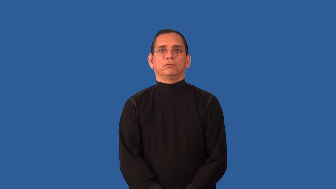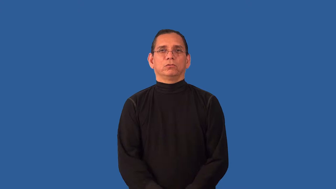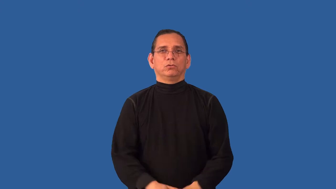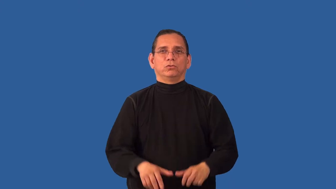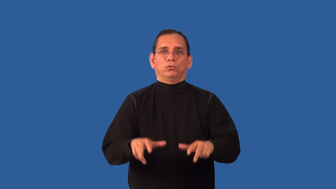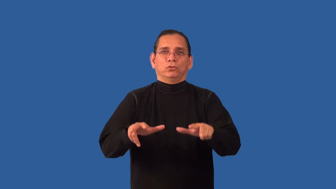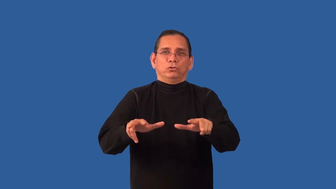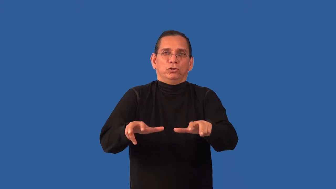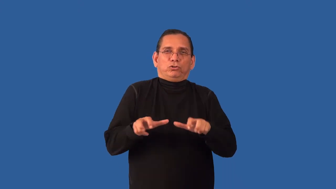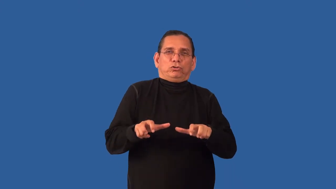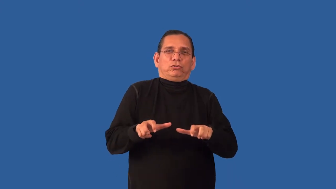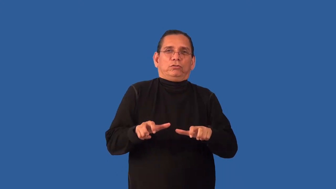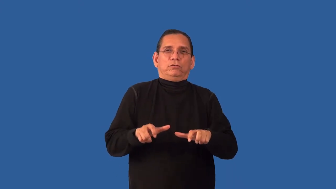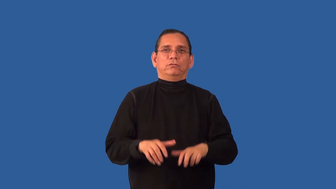ungenerous